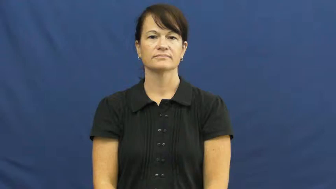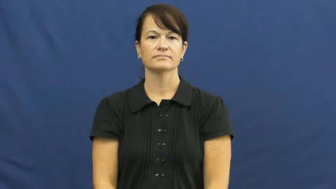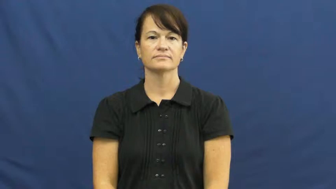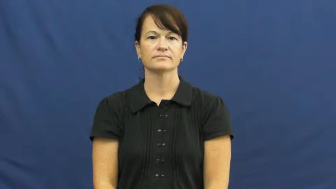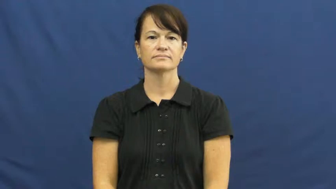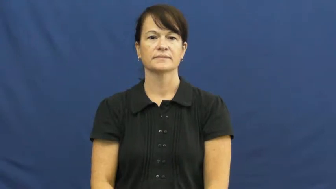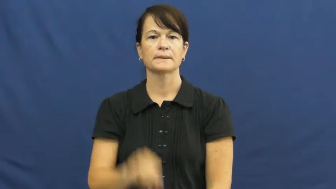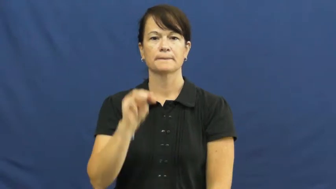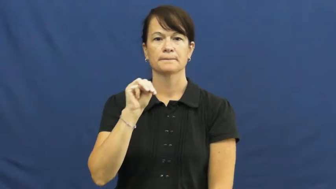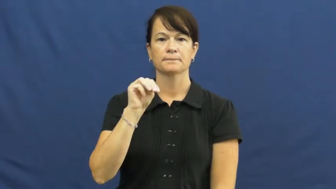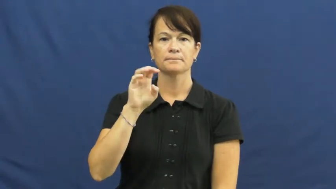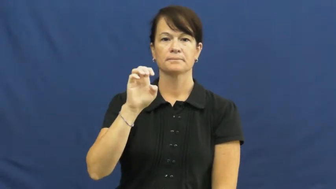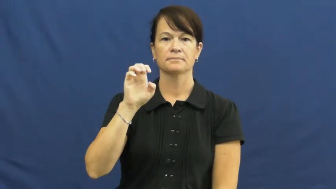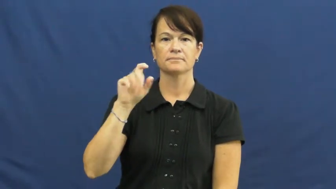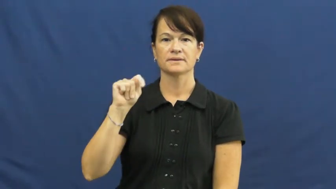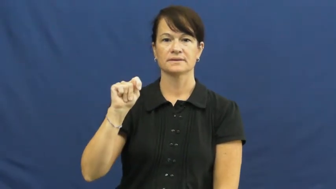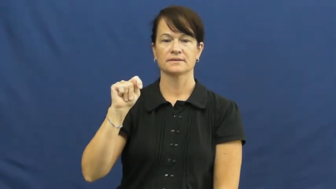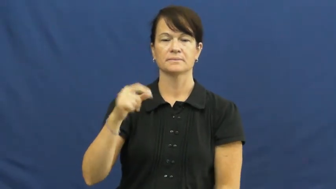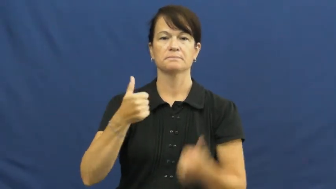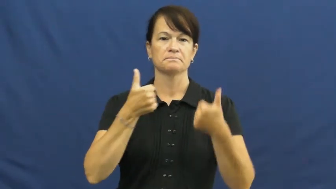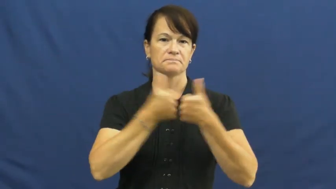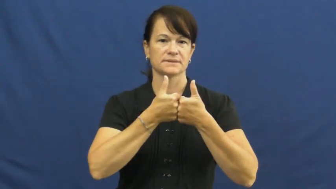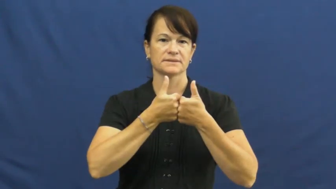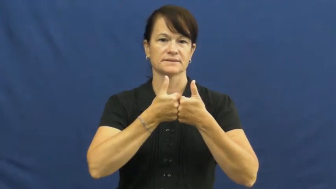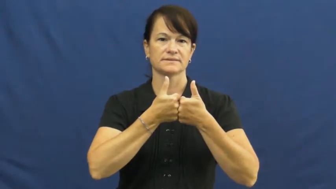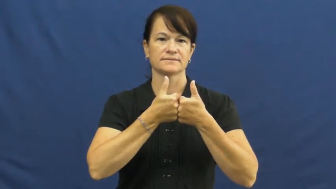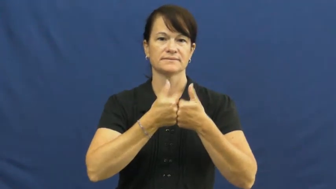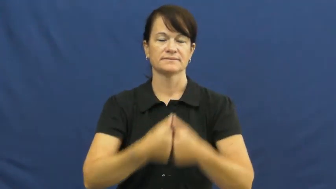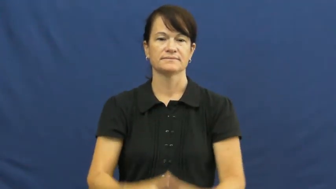meet-game